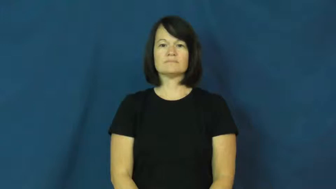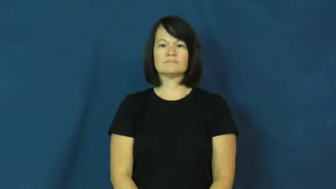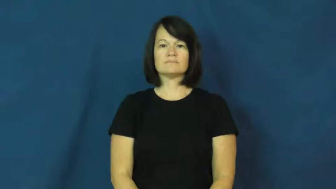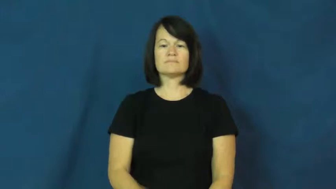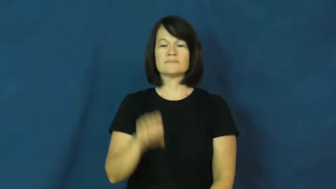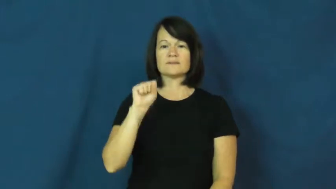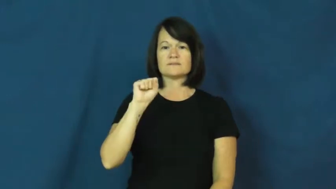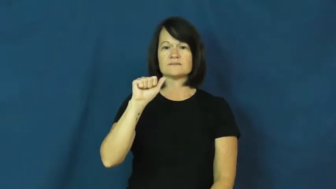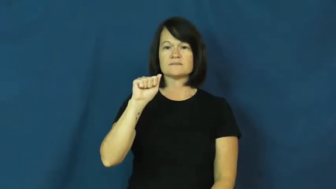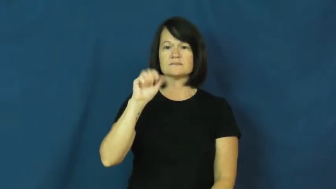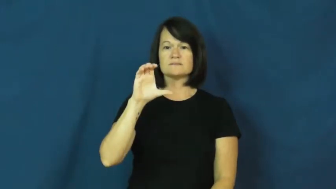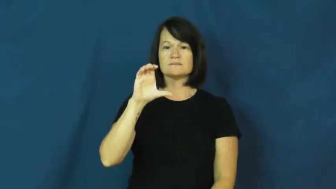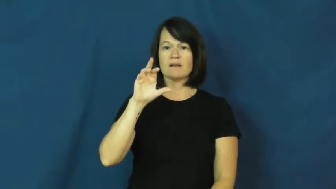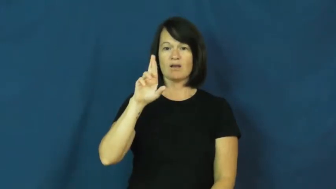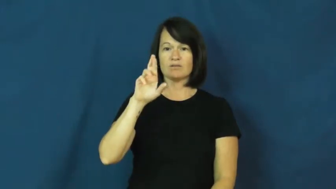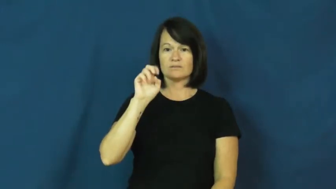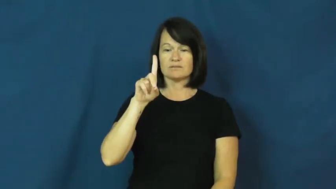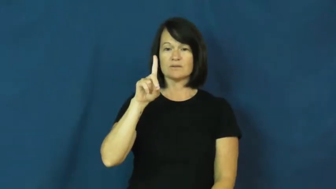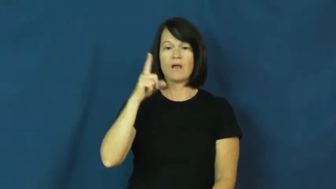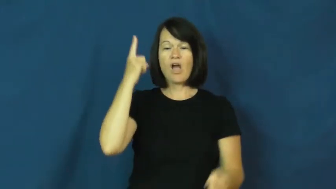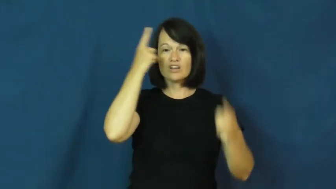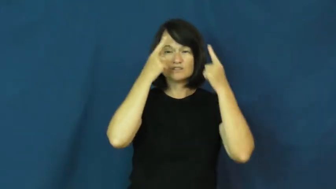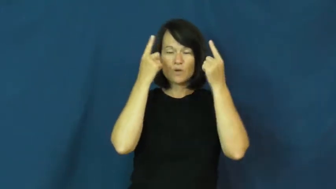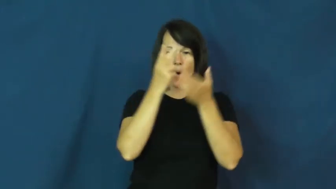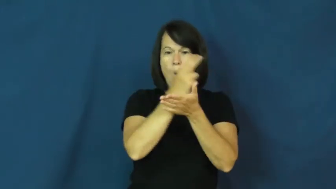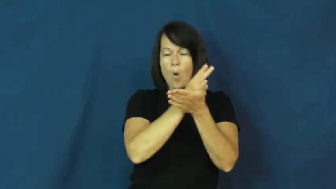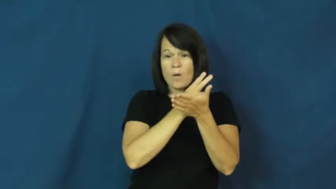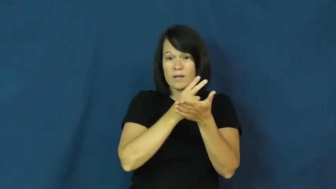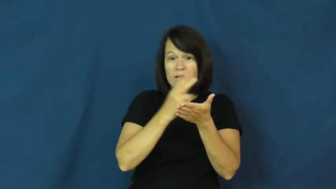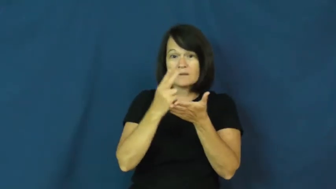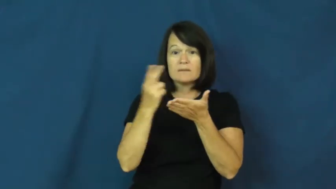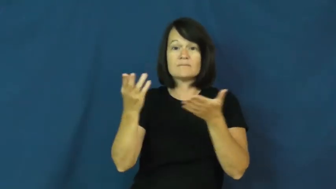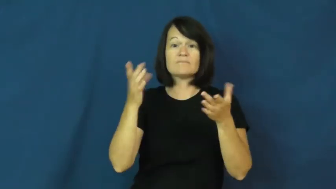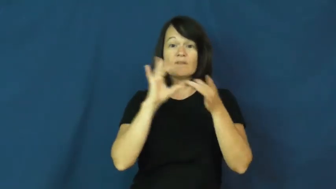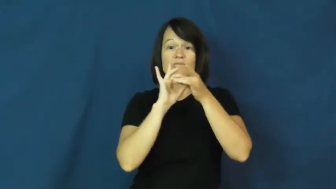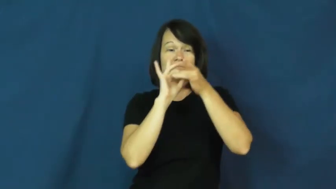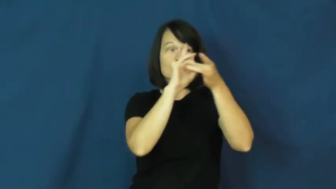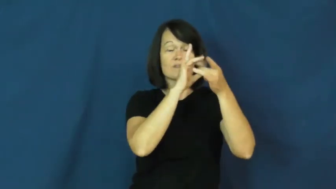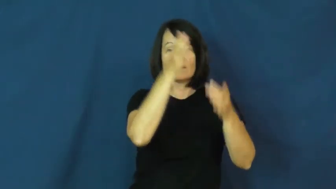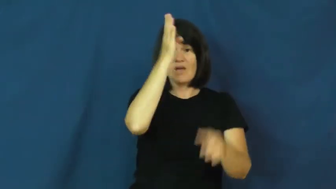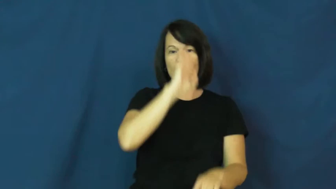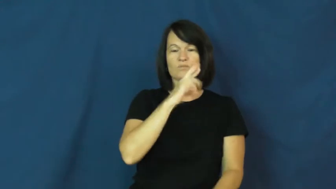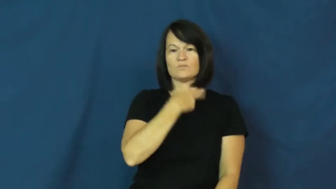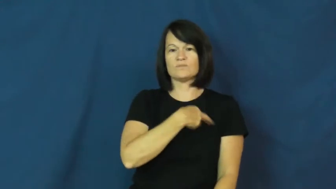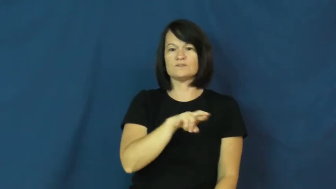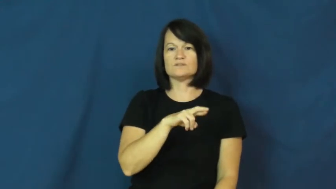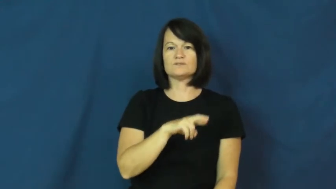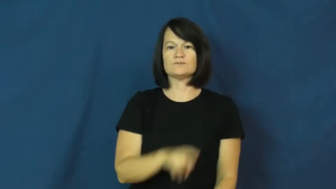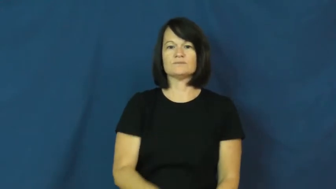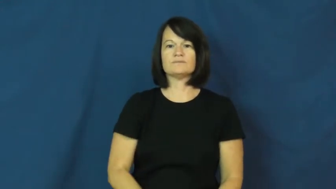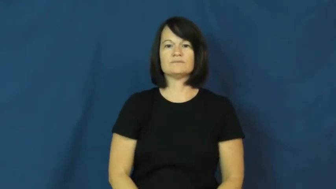sacred-holy